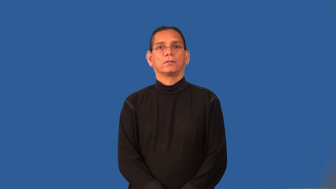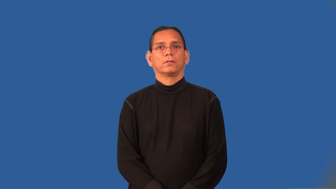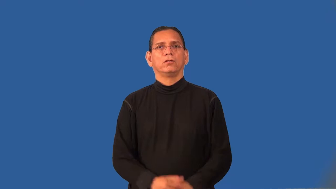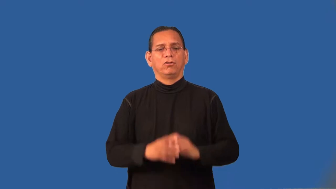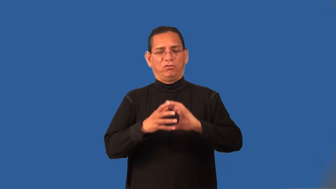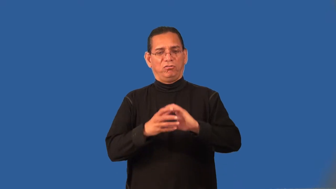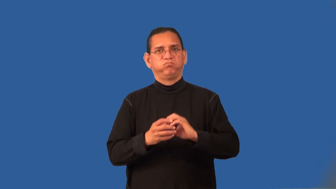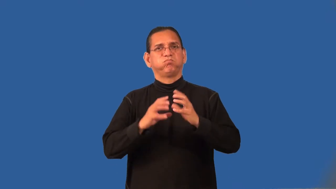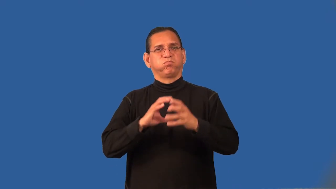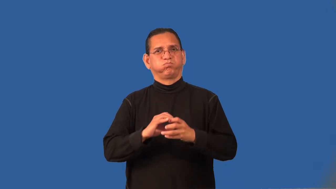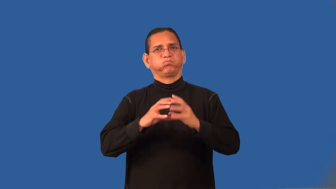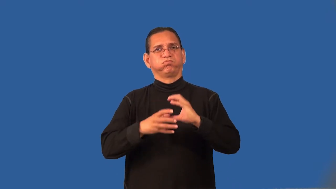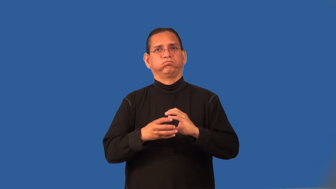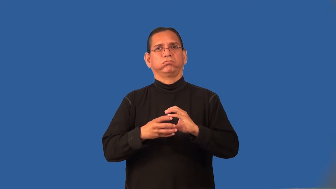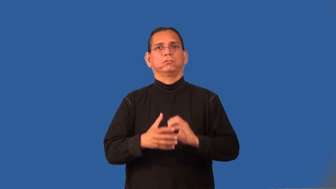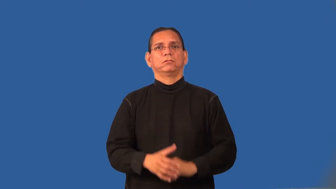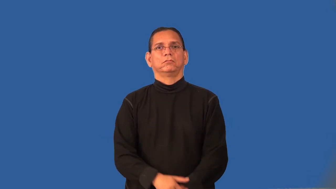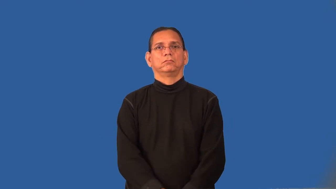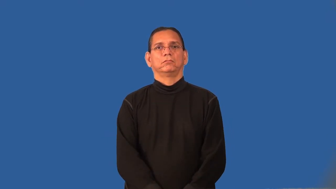pulpy